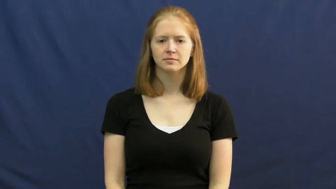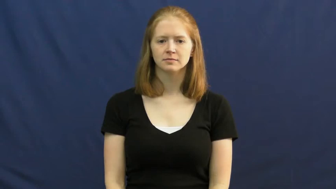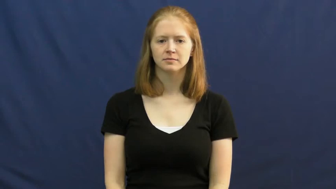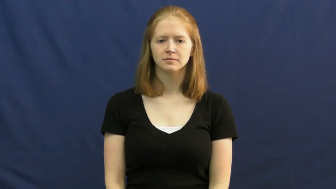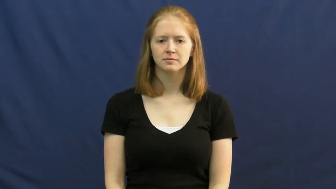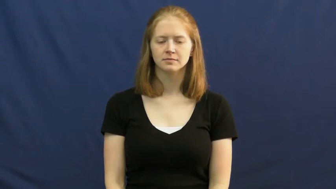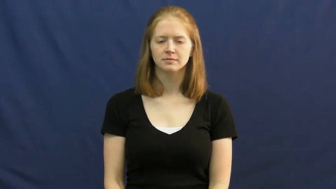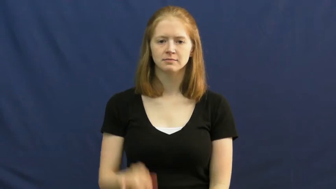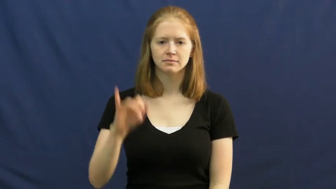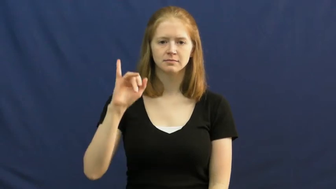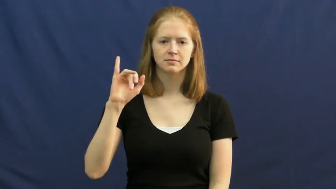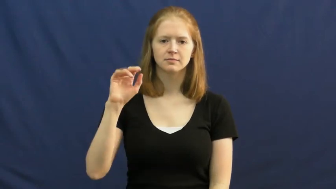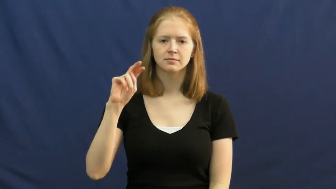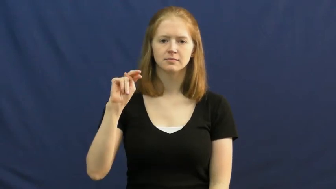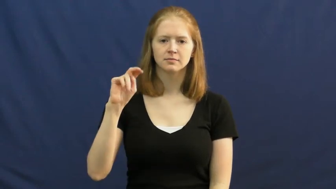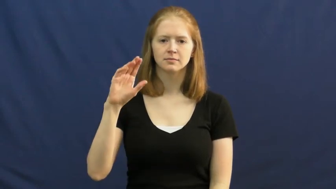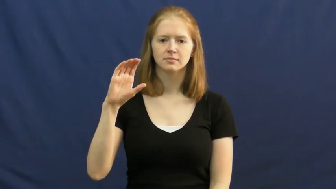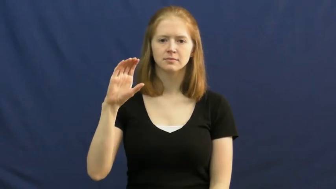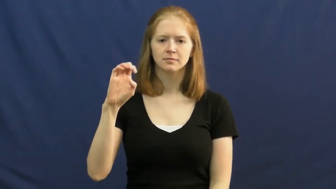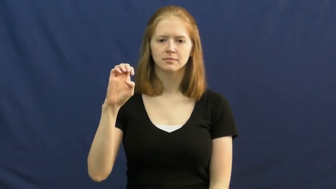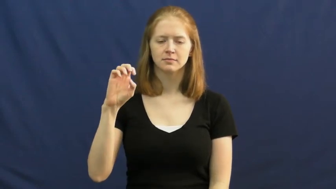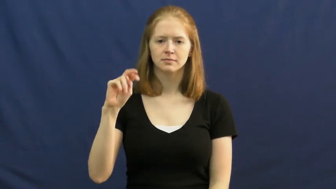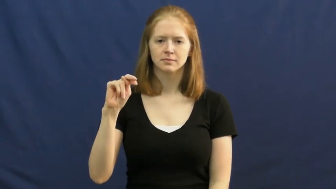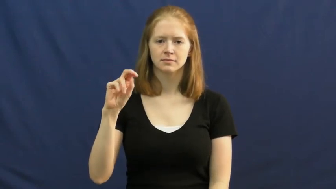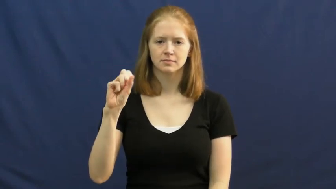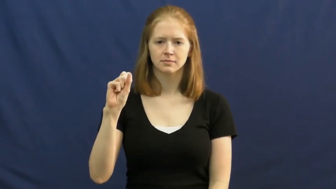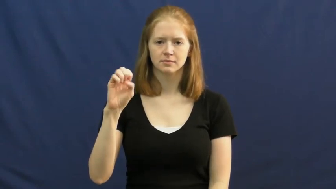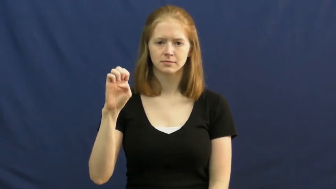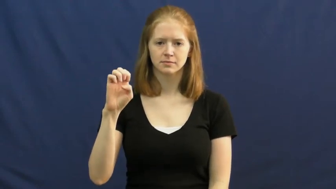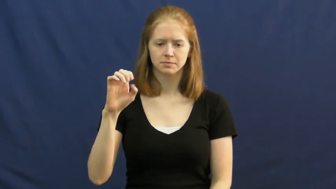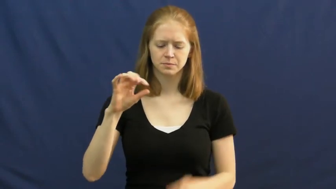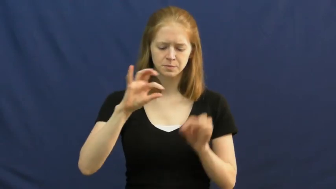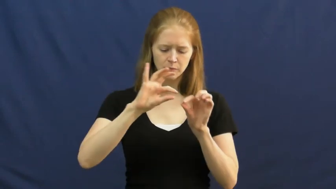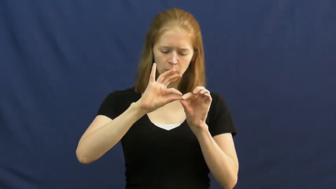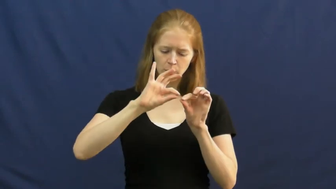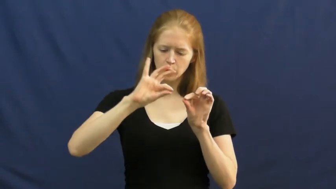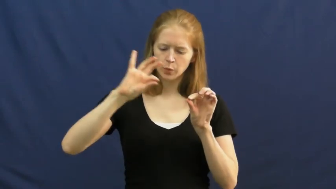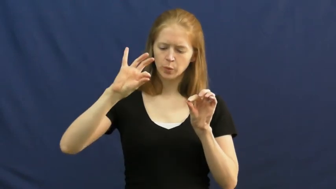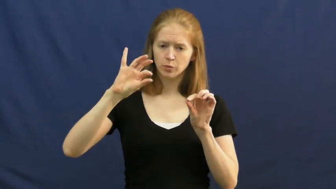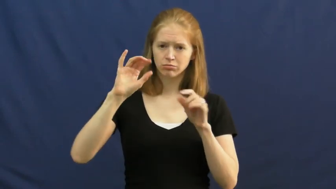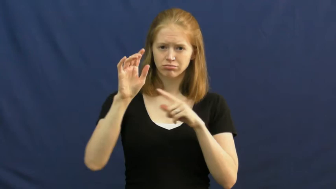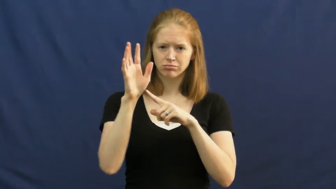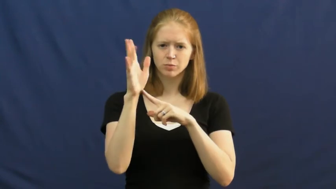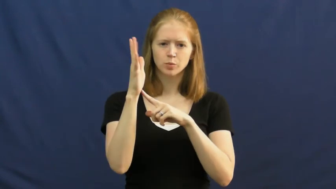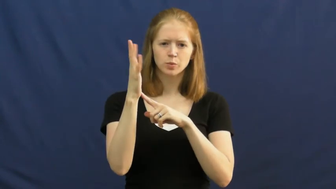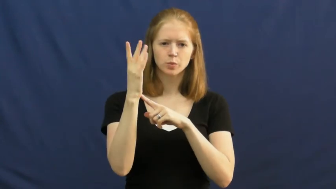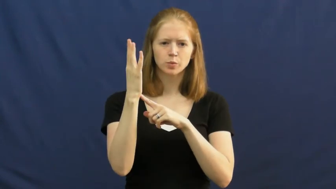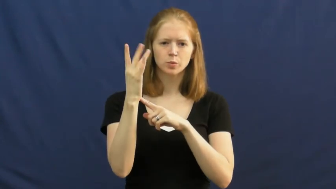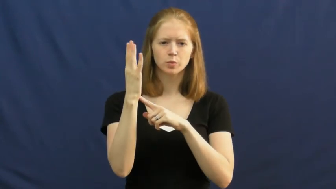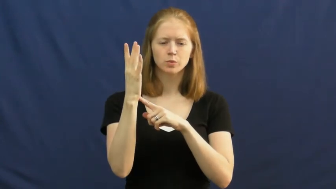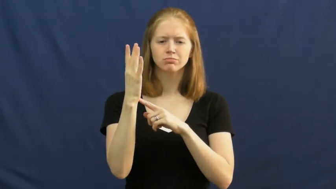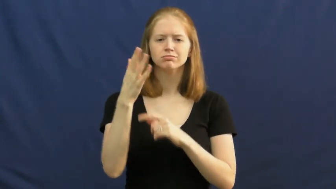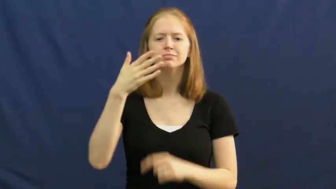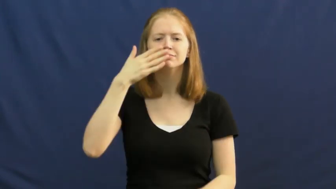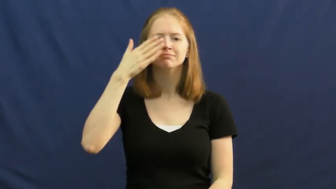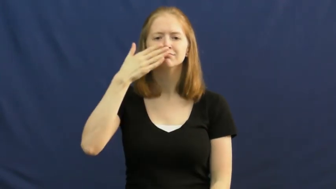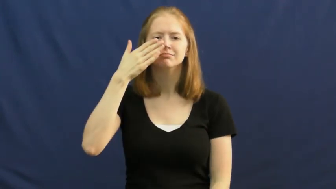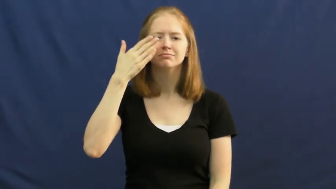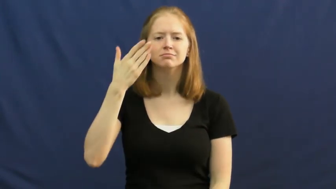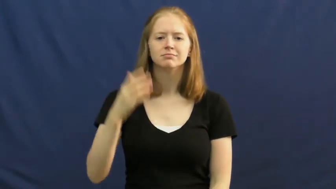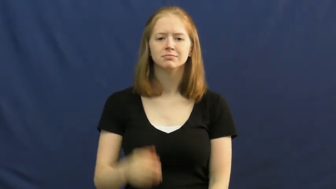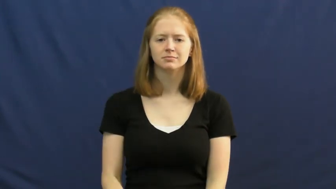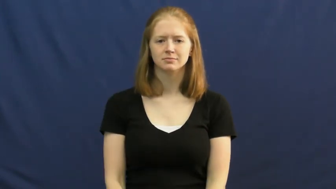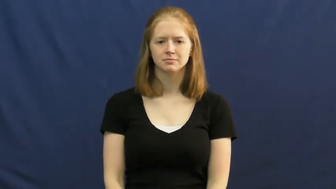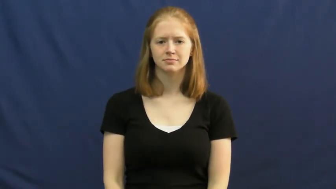incense,frankincense